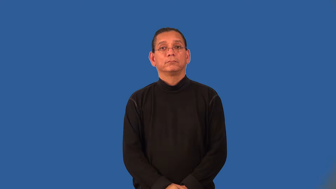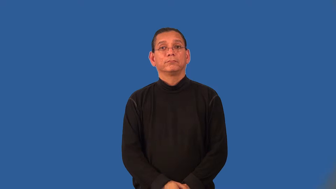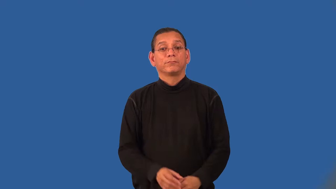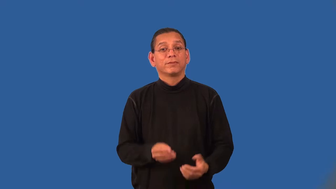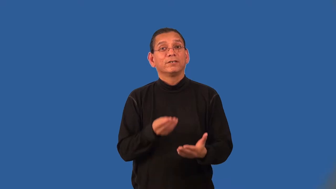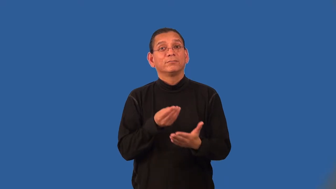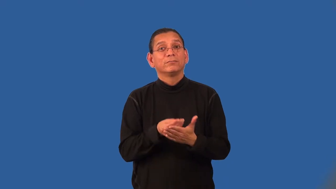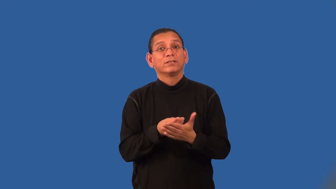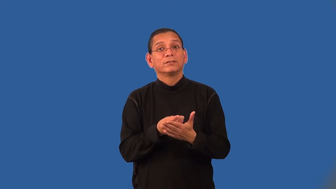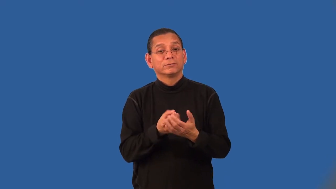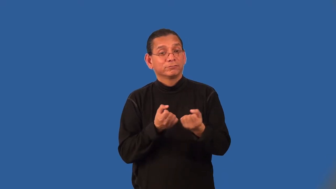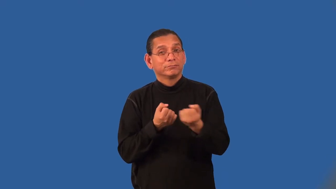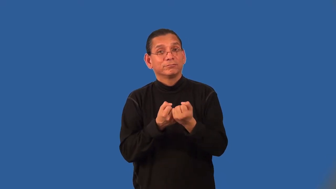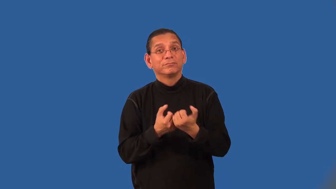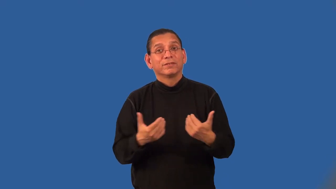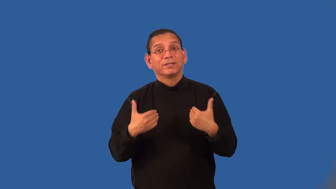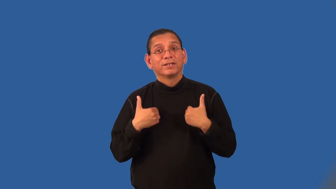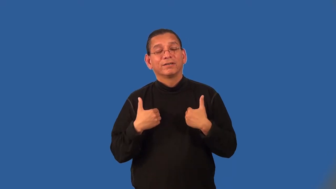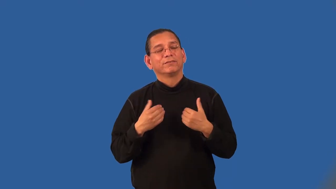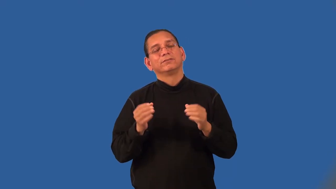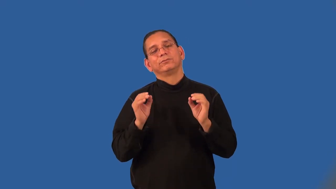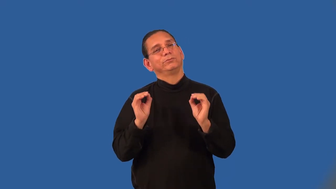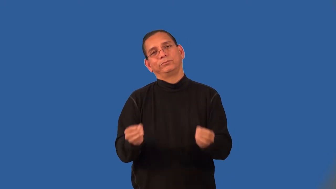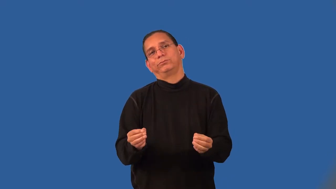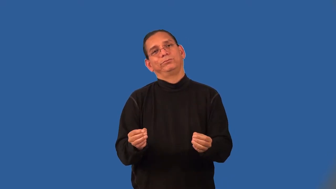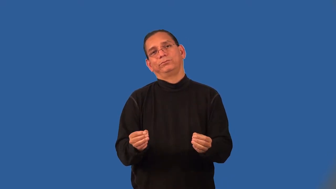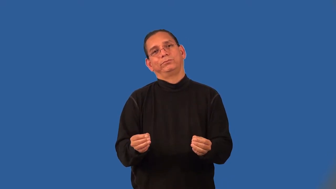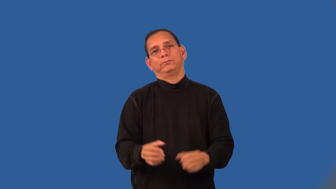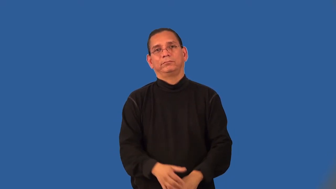unfunded